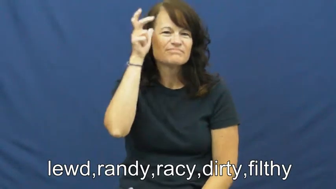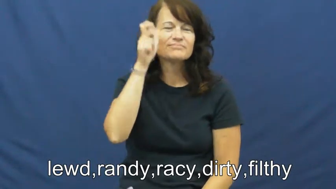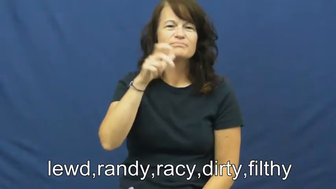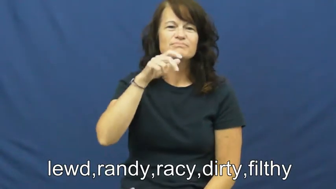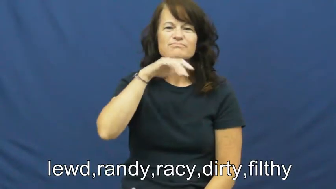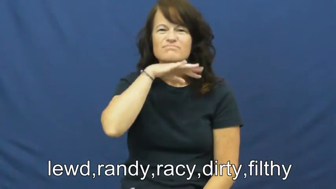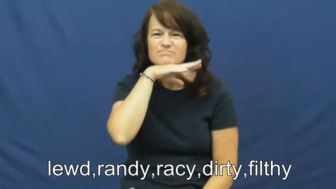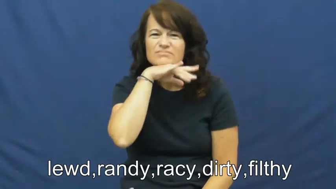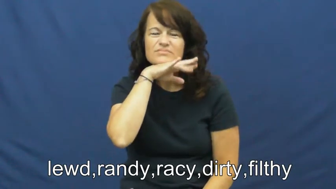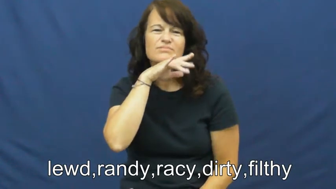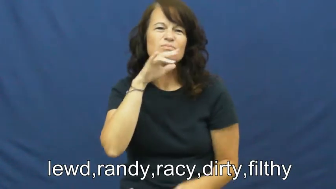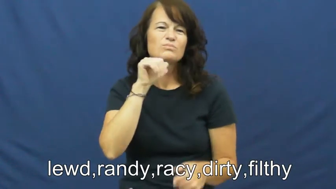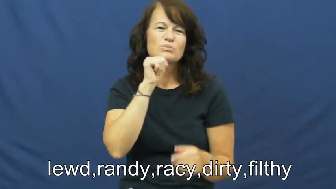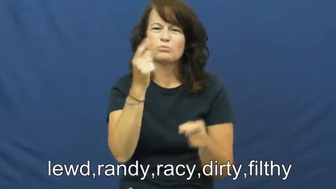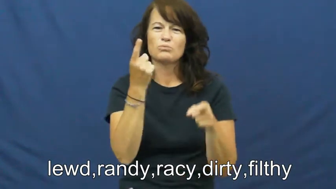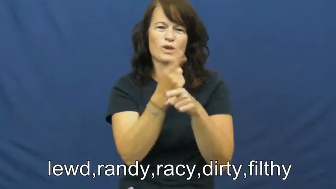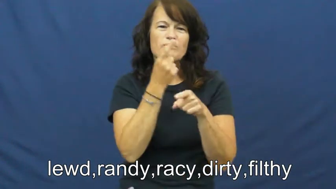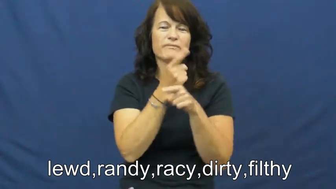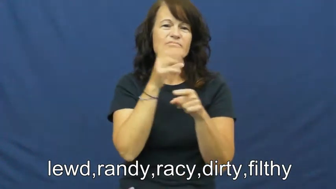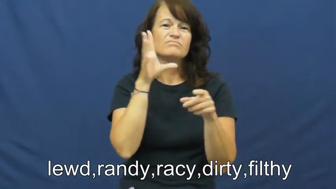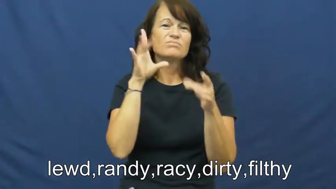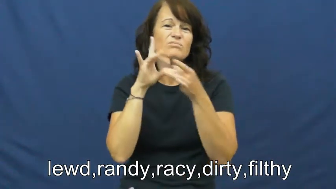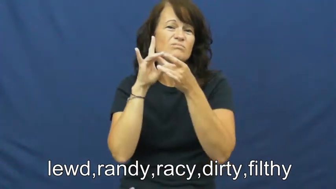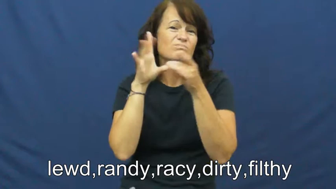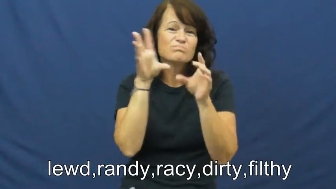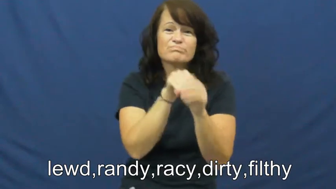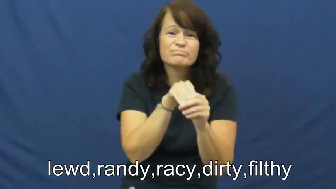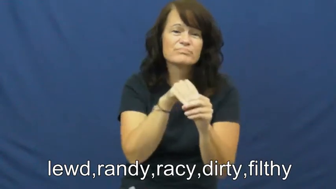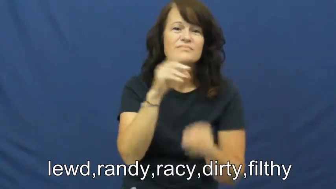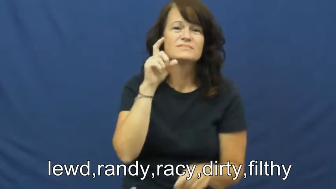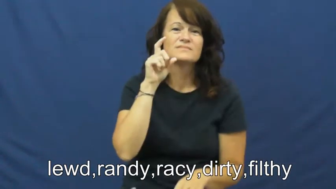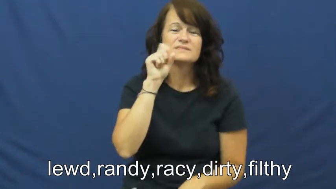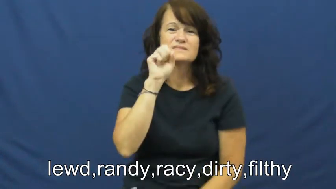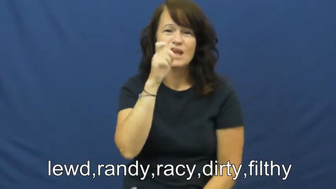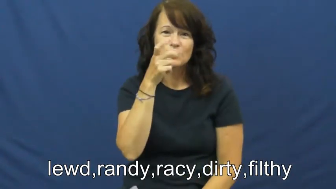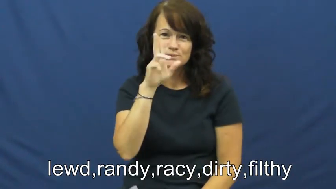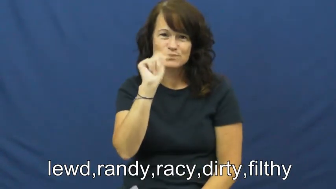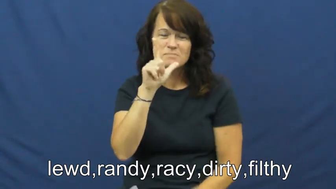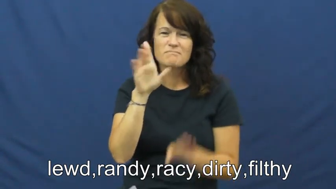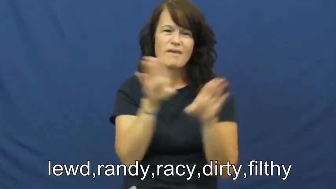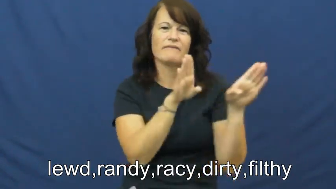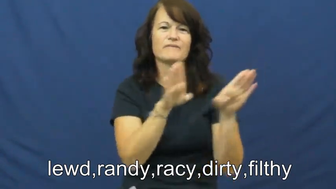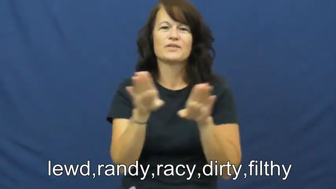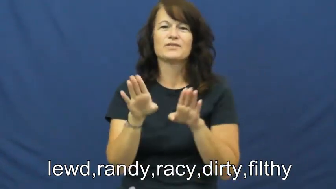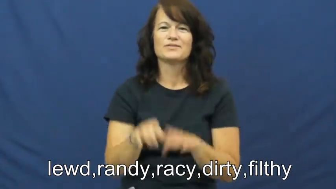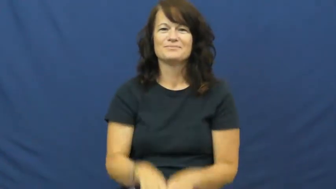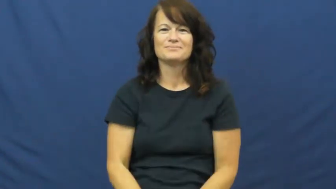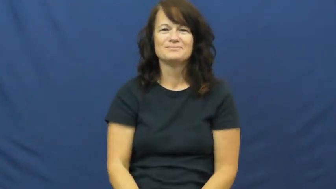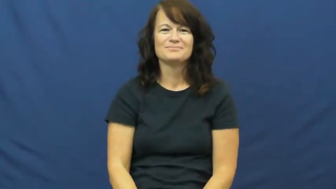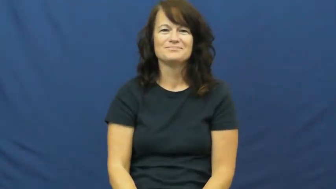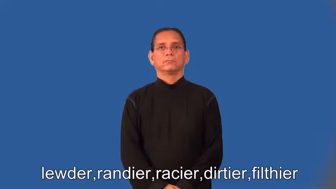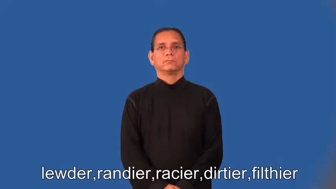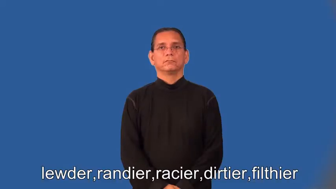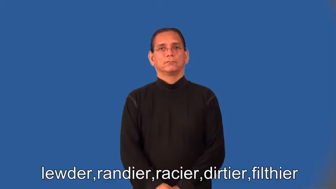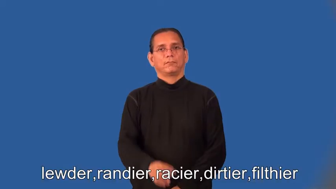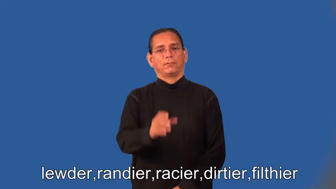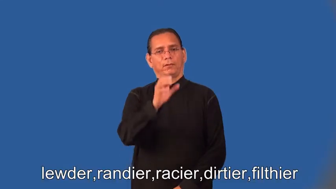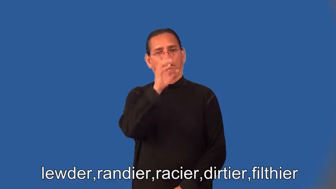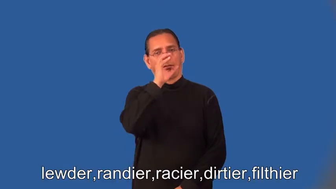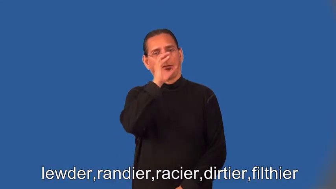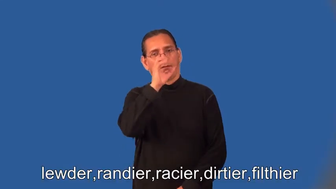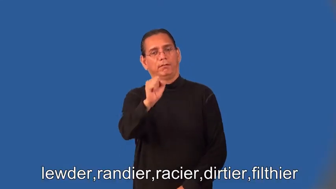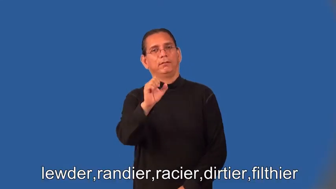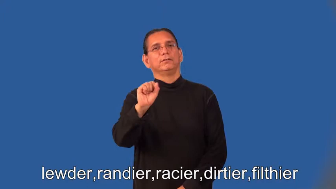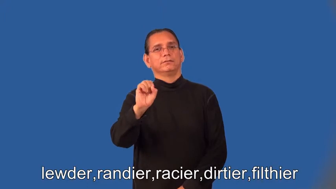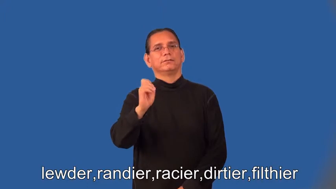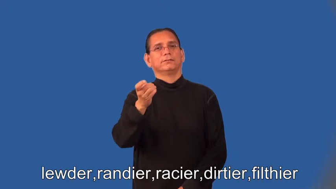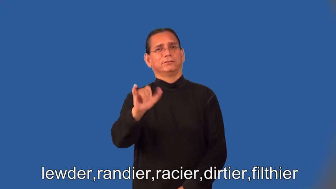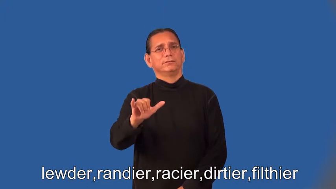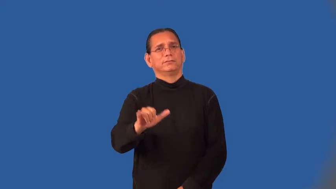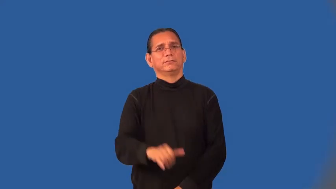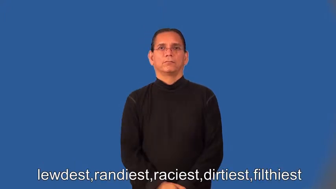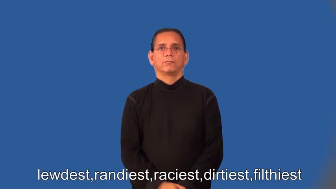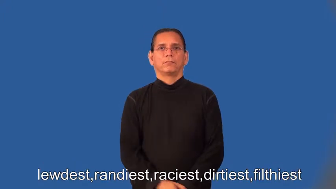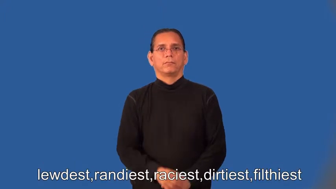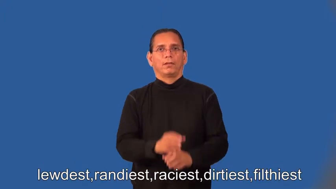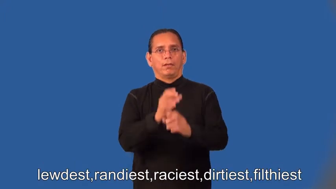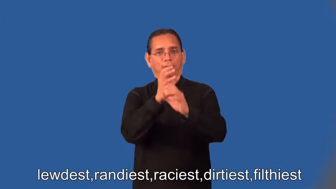lewder,randier,racier,dirtier,filthier,lewdest,randiest,raciest,dirtiest,filthiest